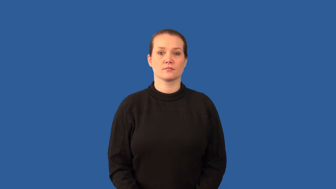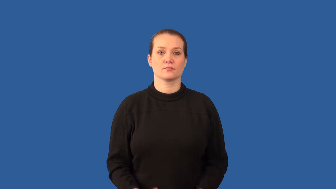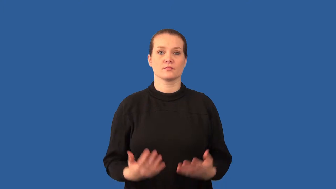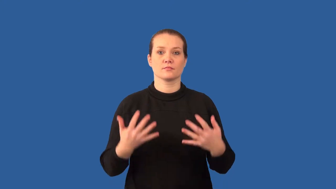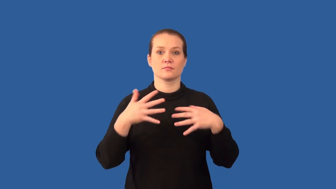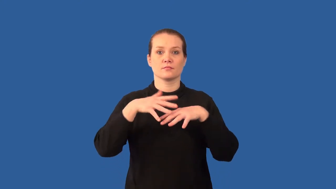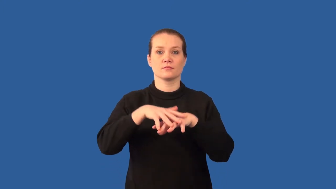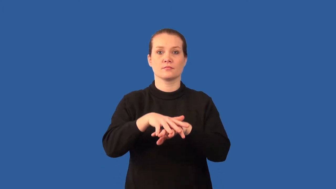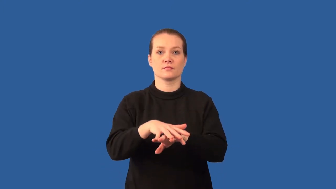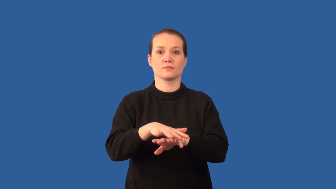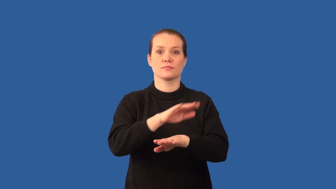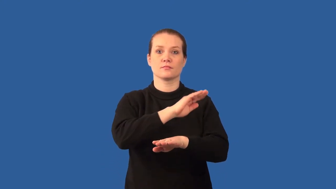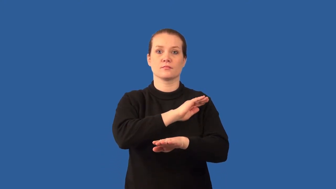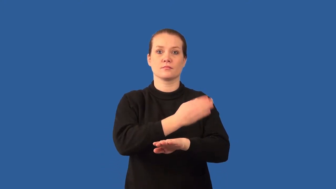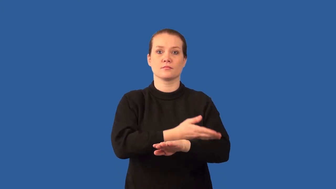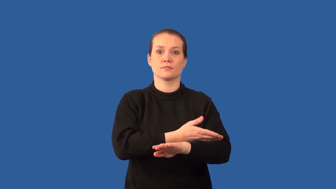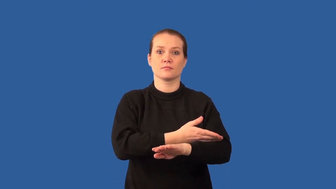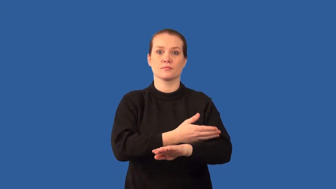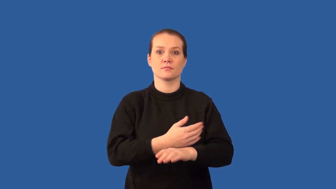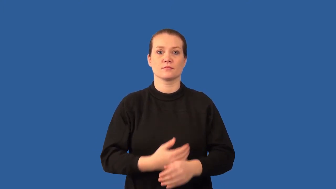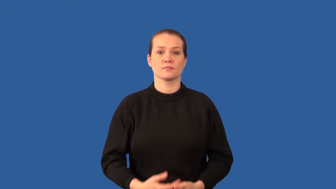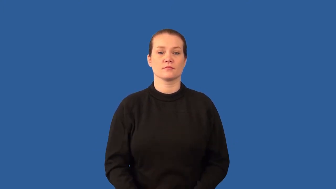cogeneration